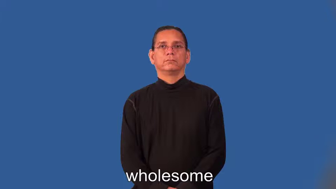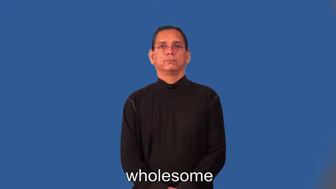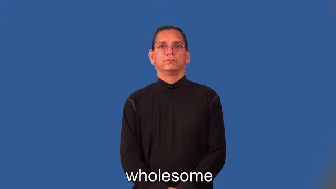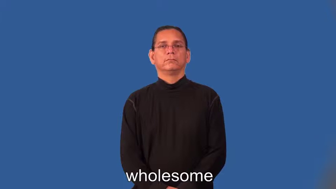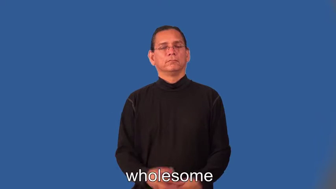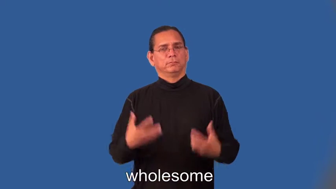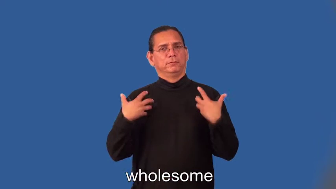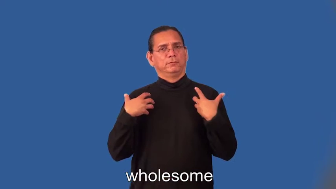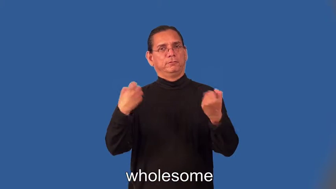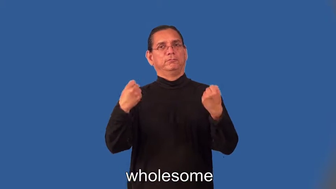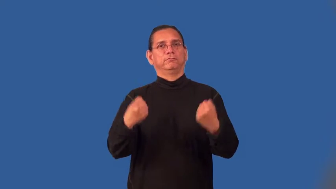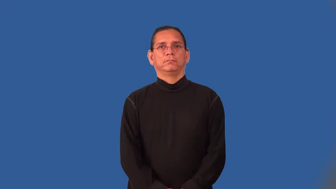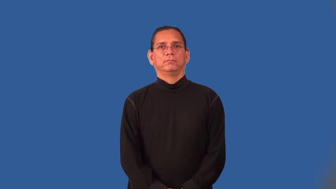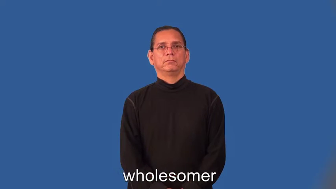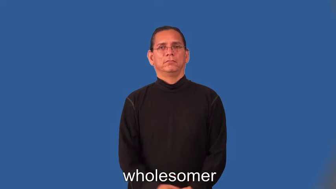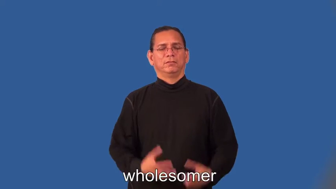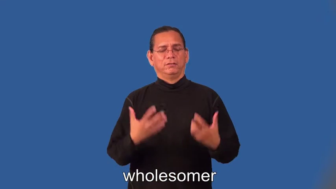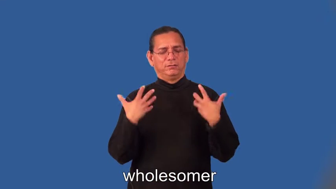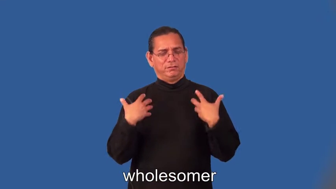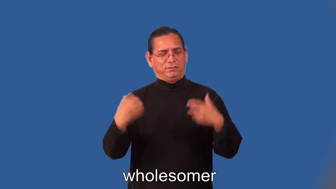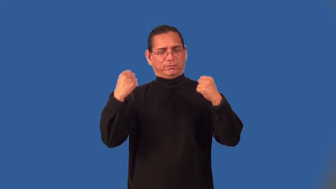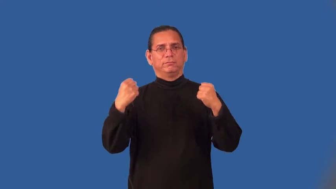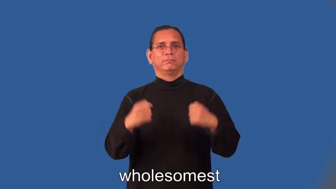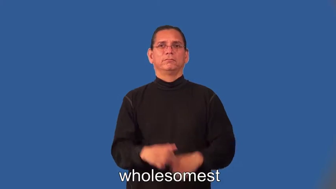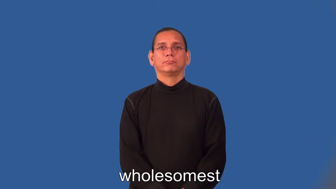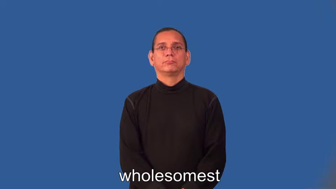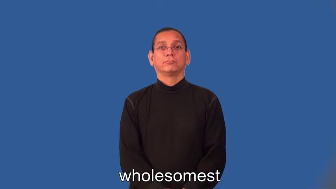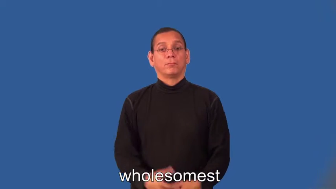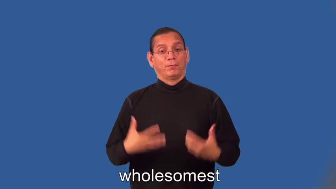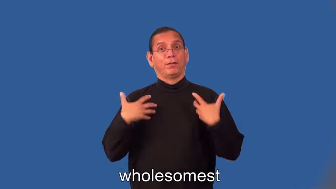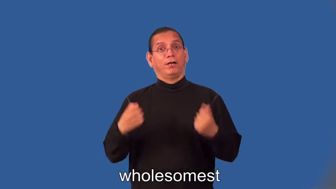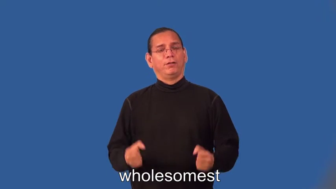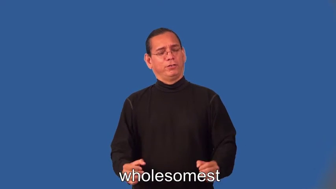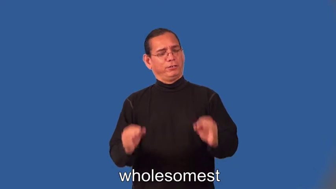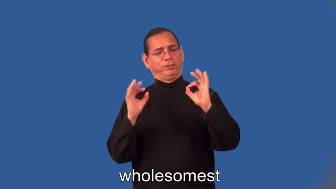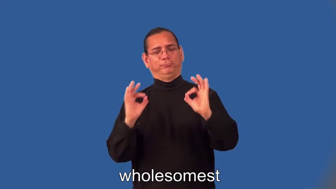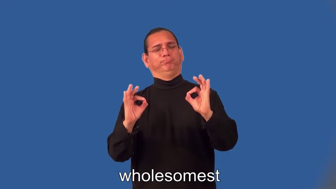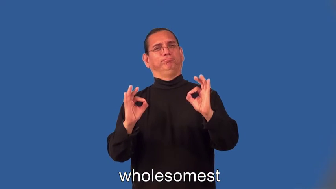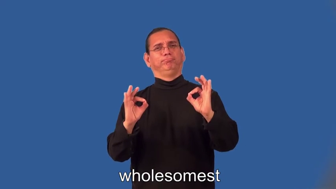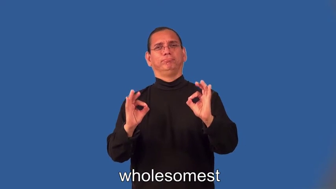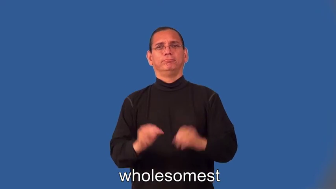wholesomer,wholesomest